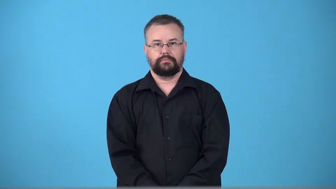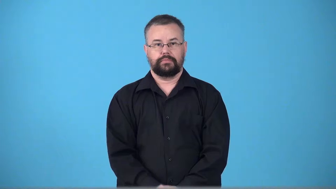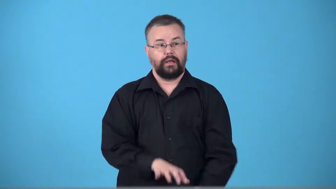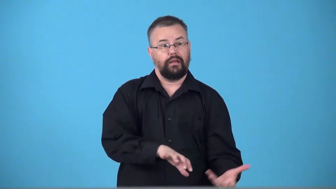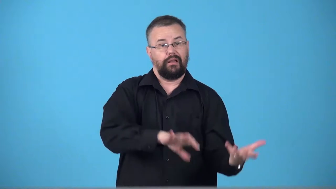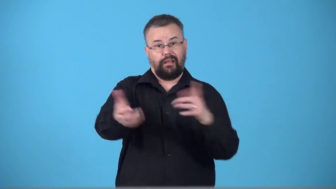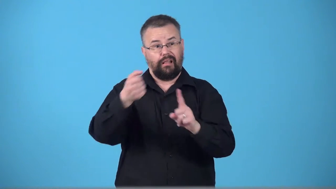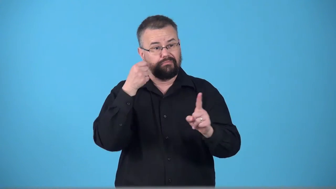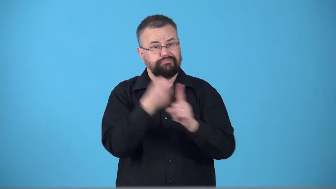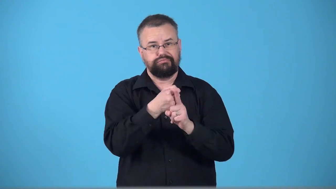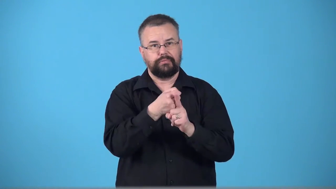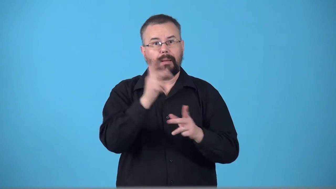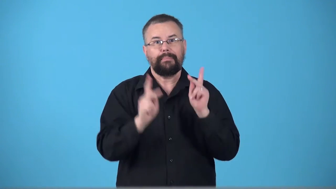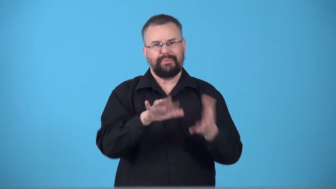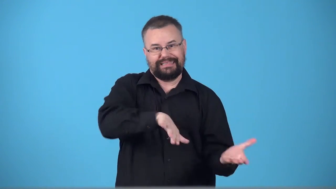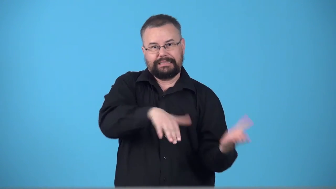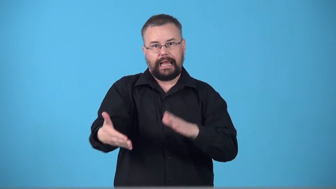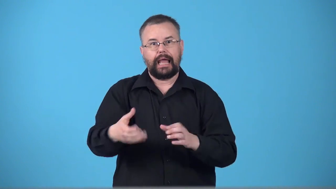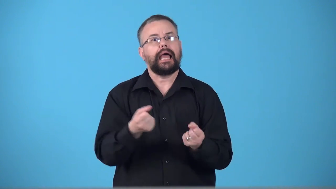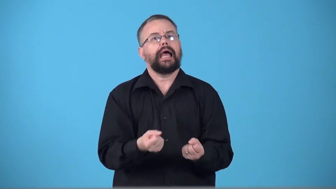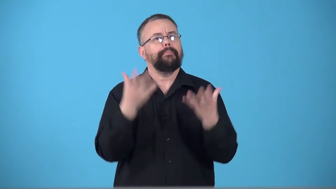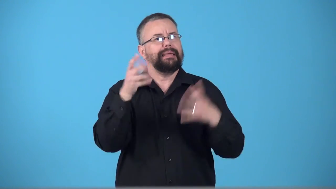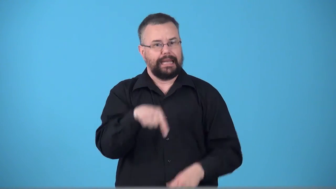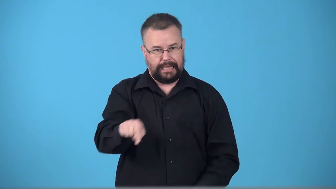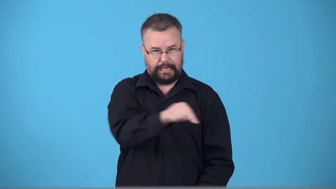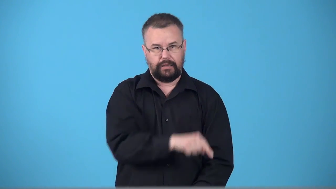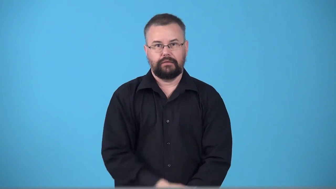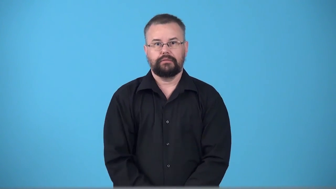toll-how many people died